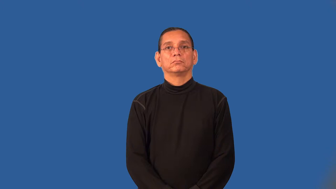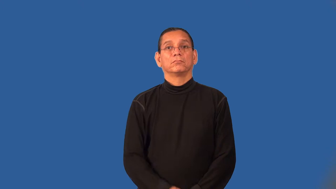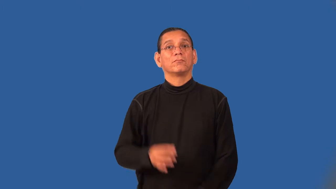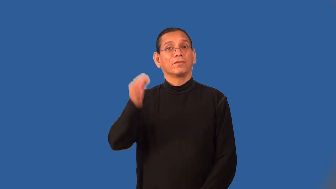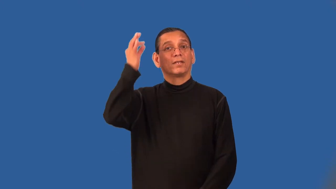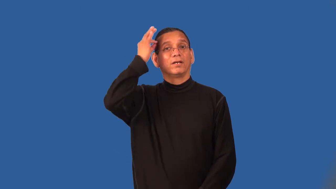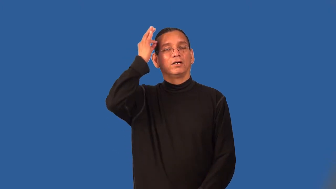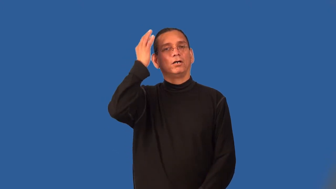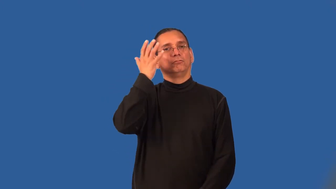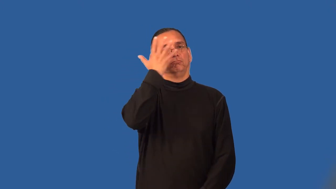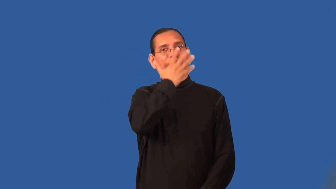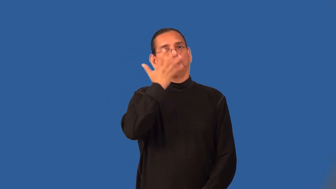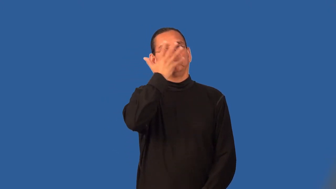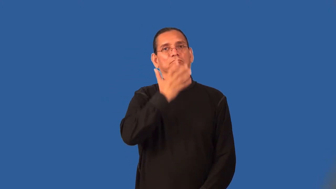style-hair